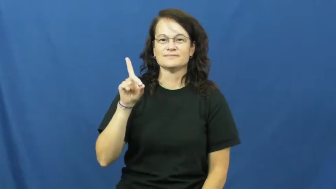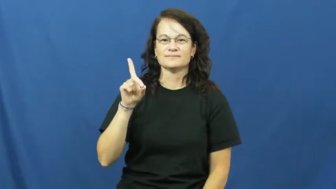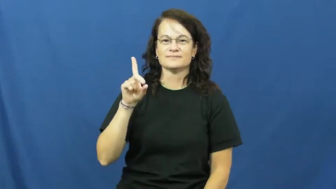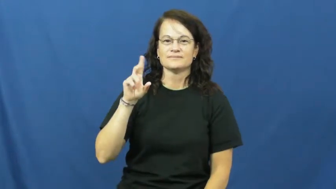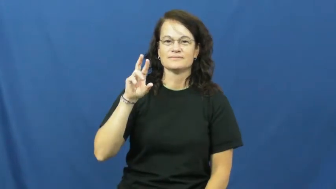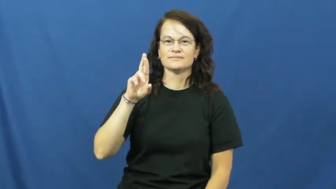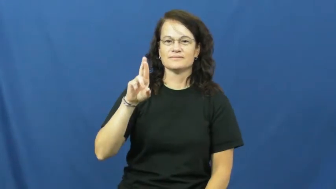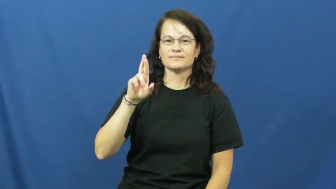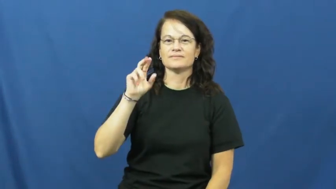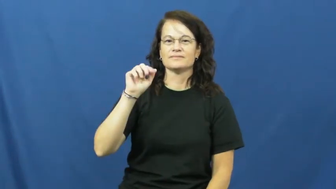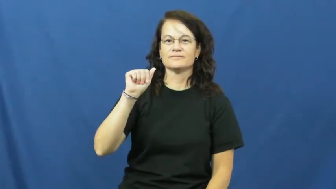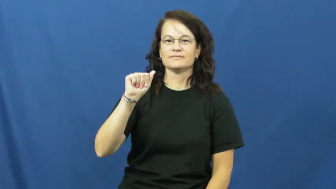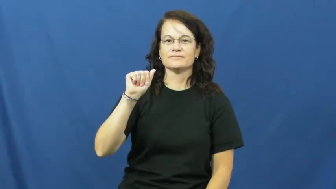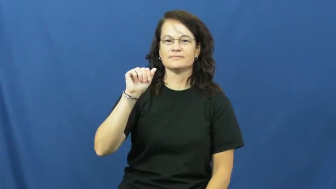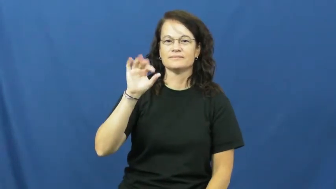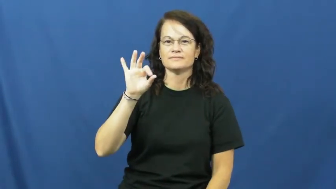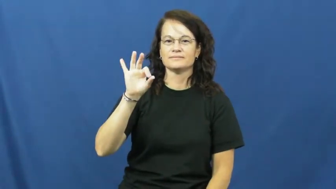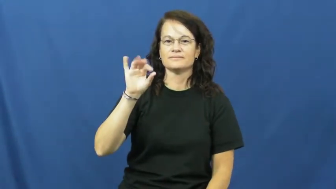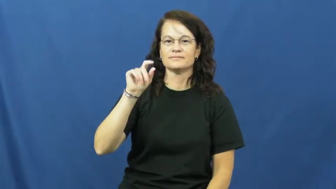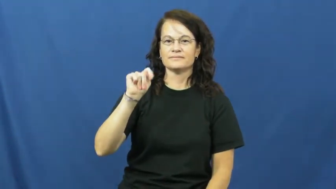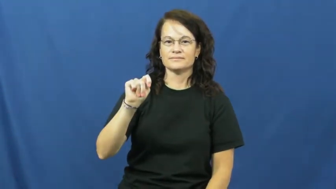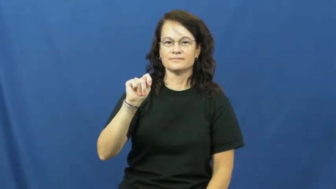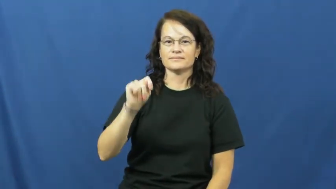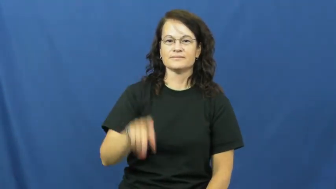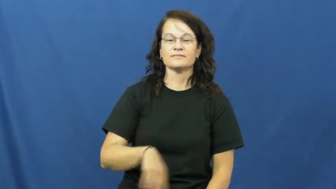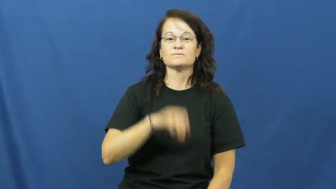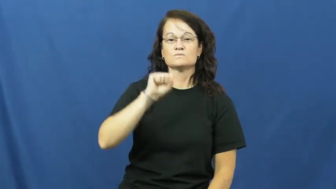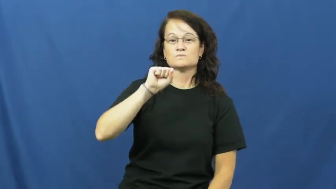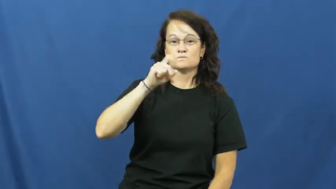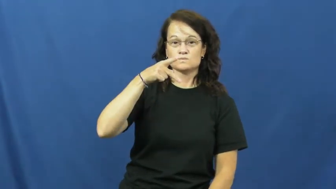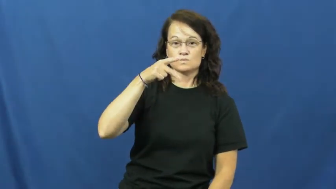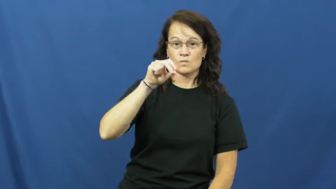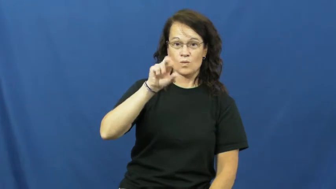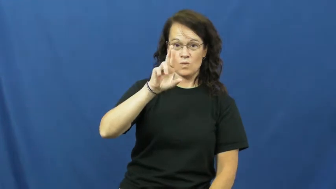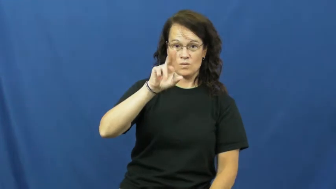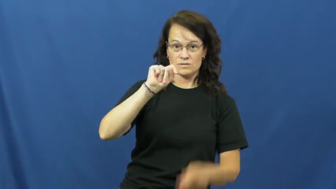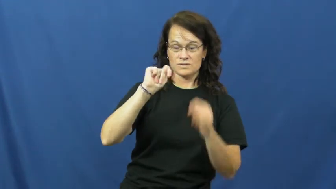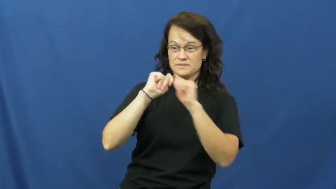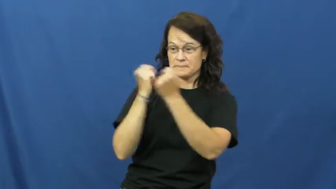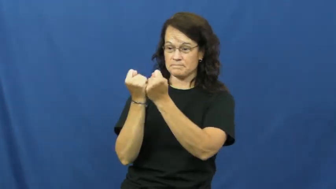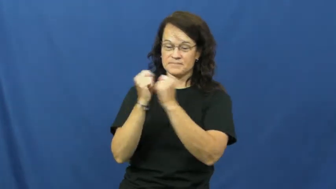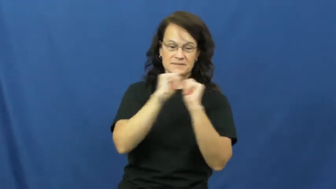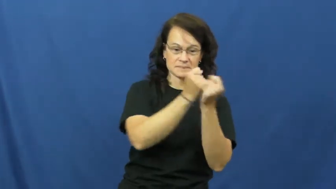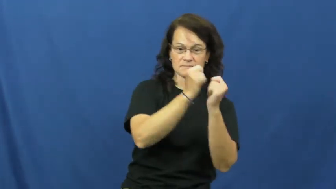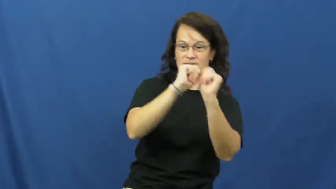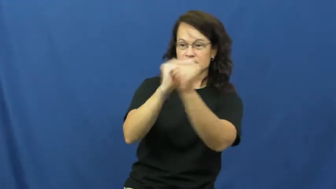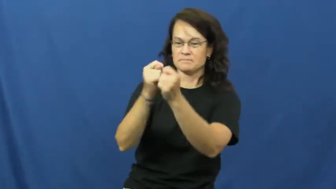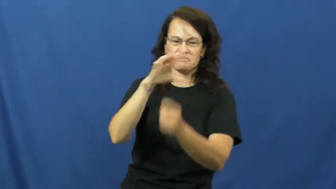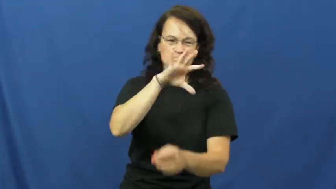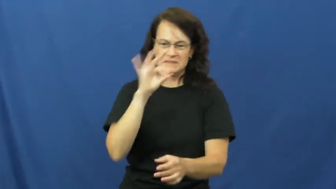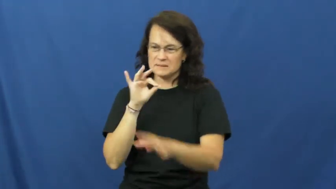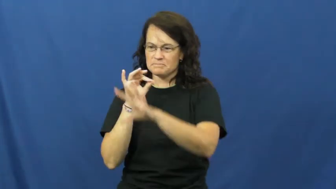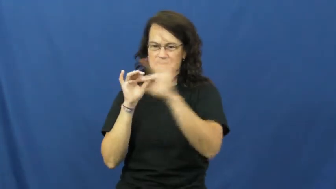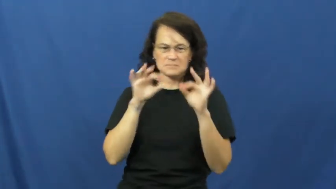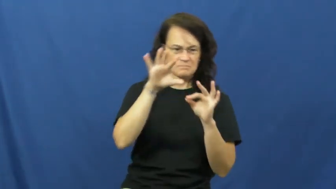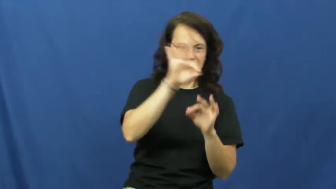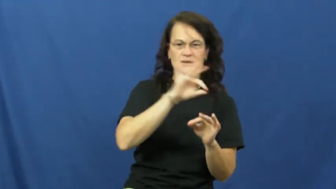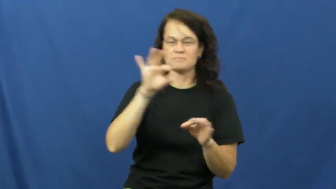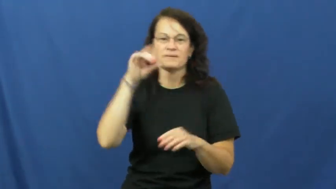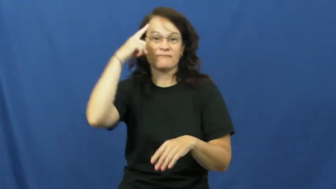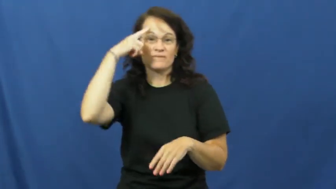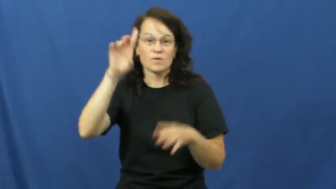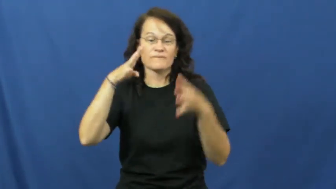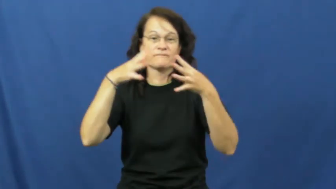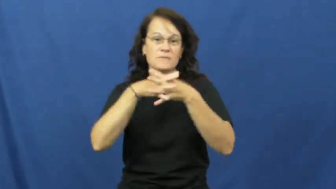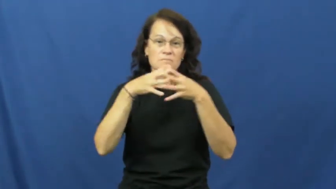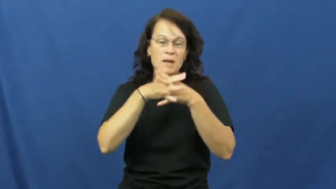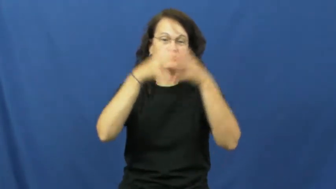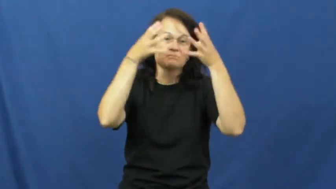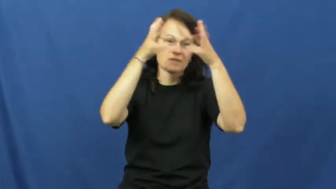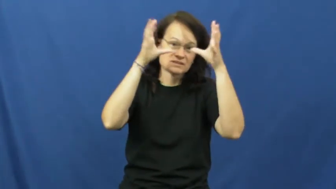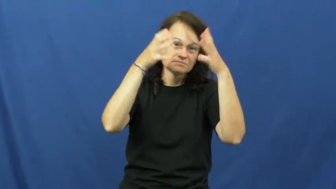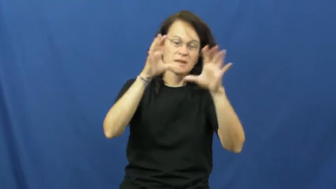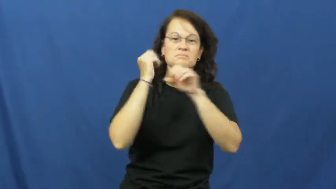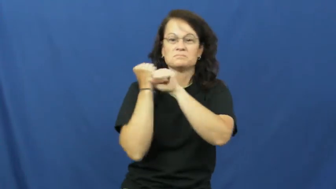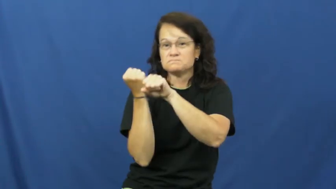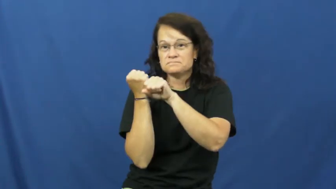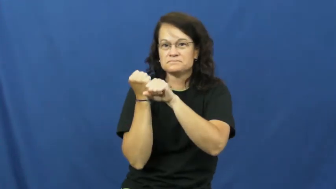draft-sports